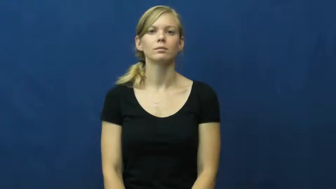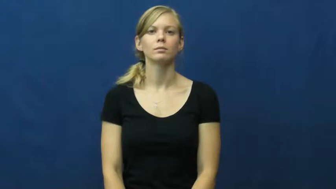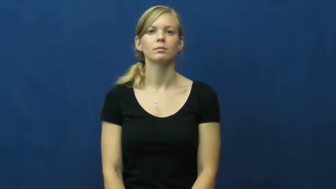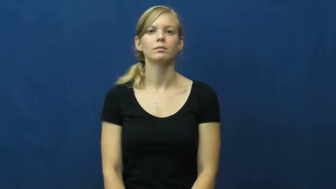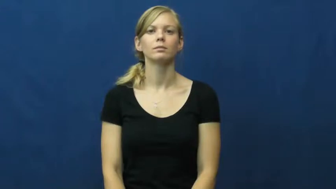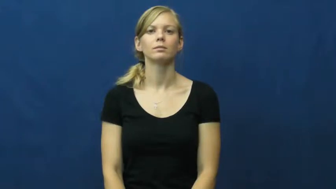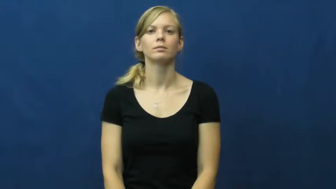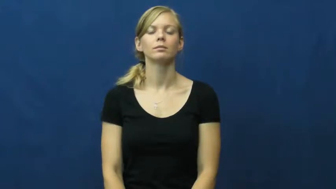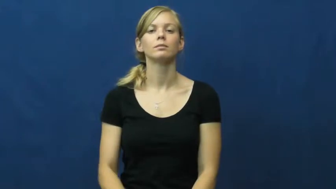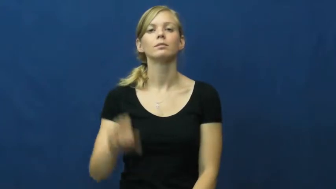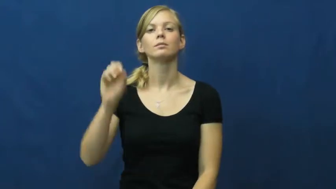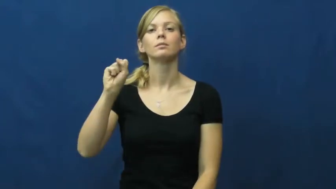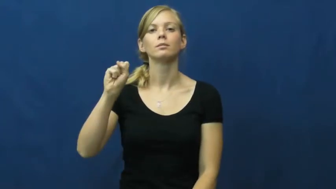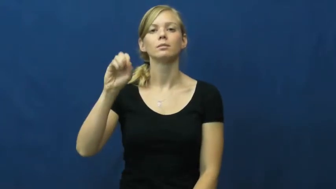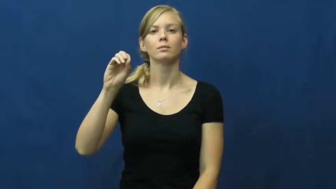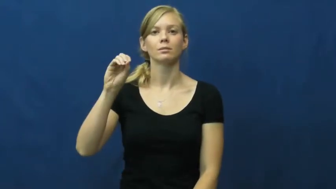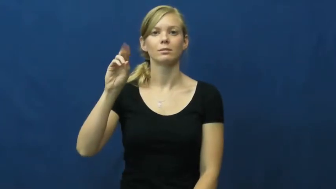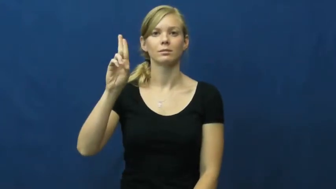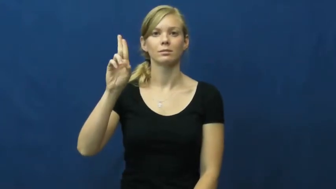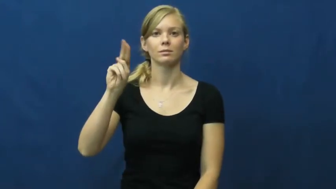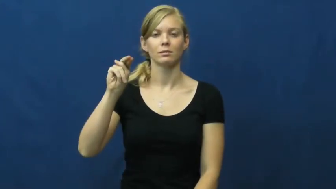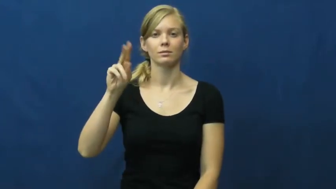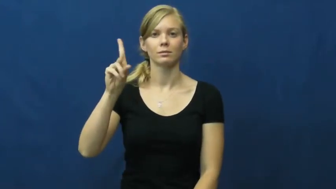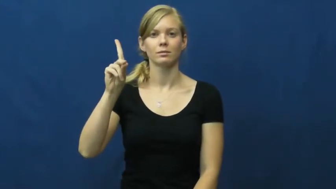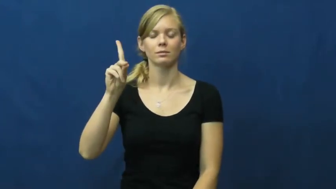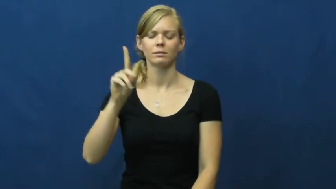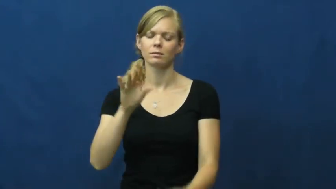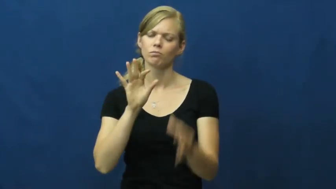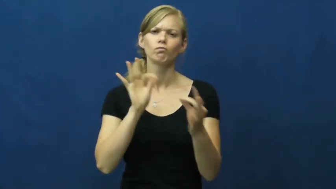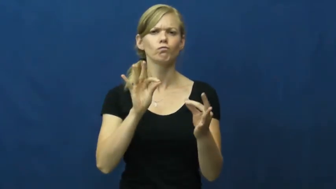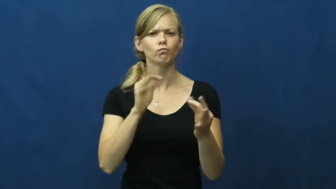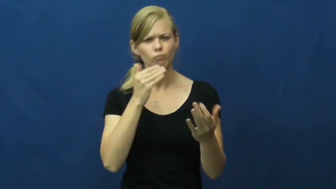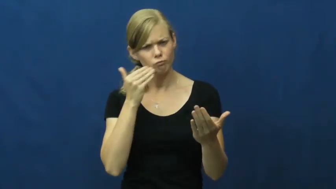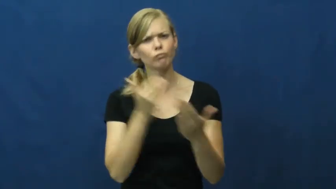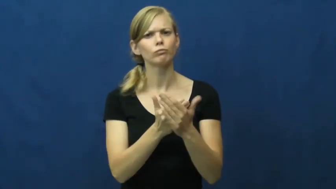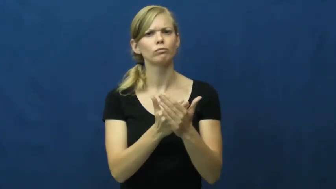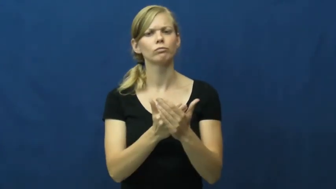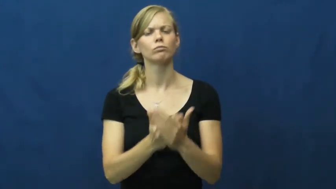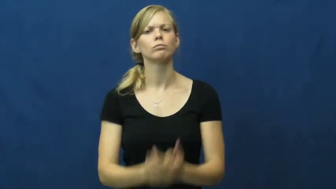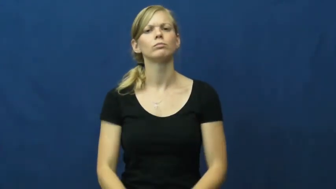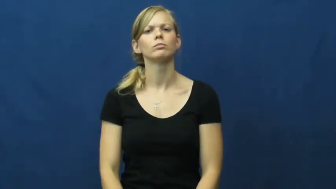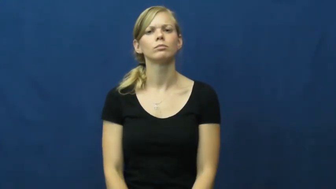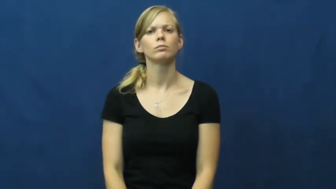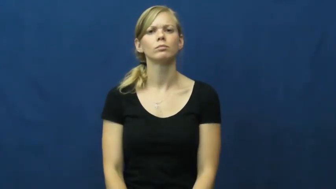sound-good strong